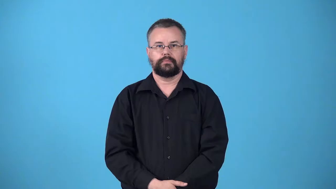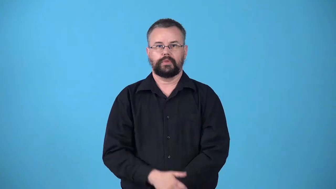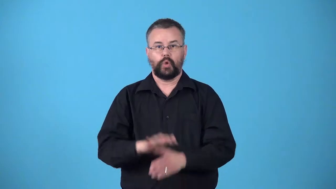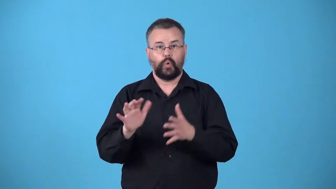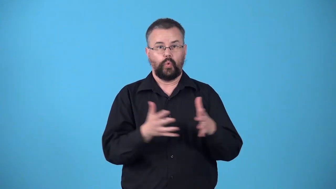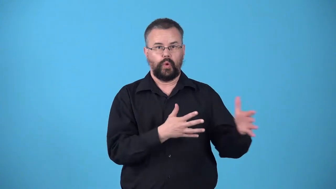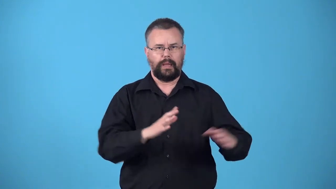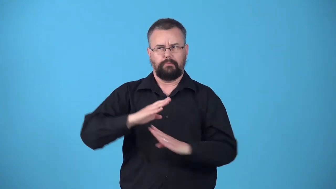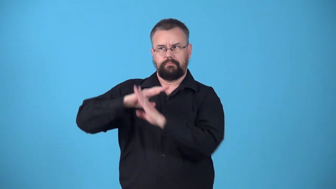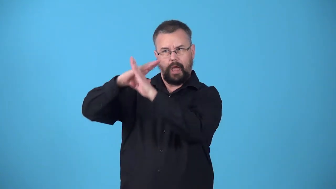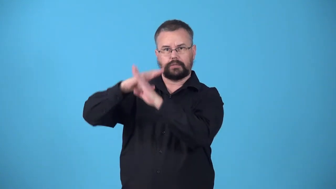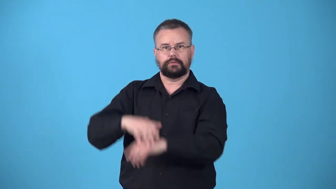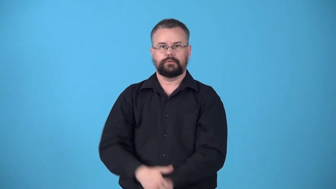windproof